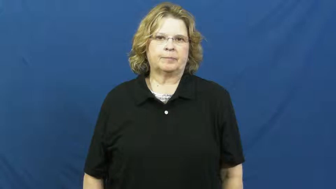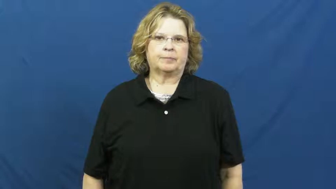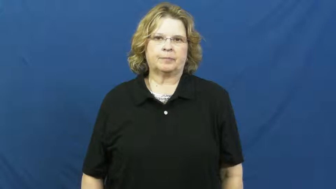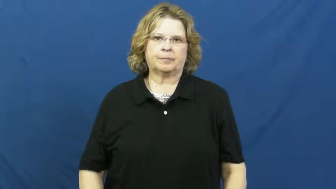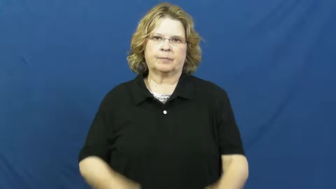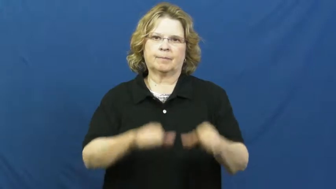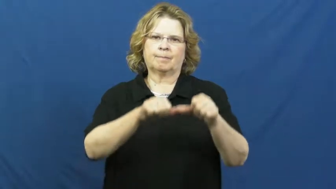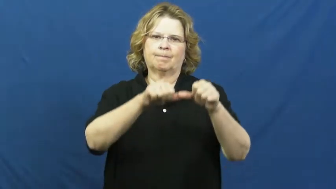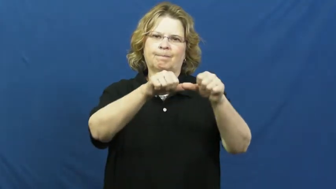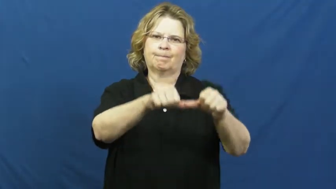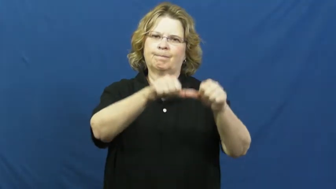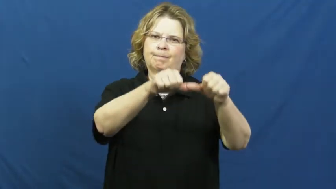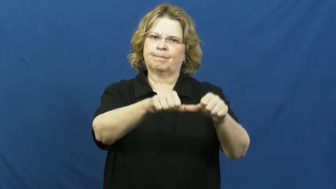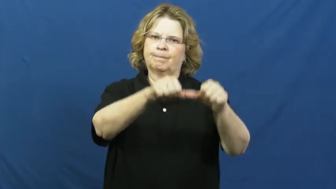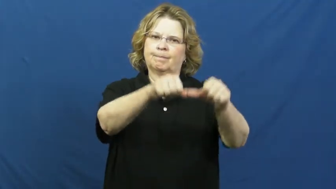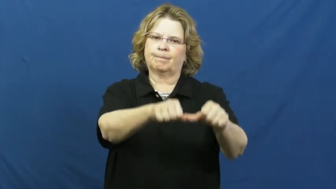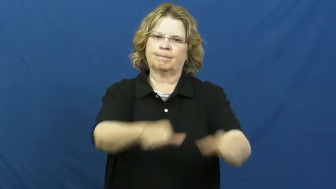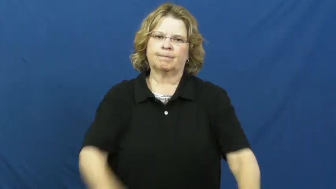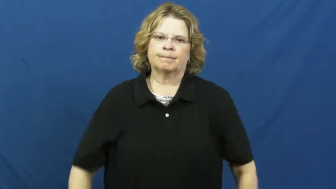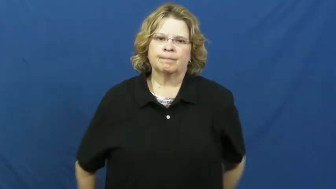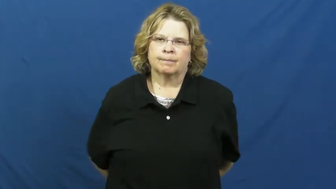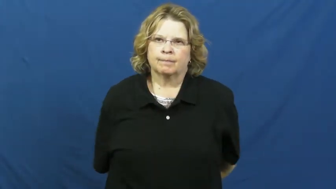dauntless